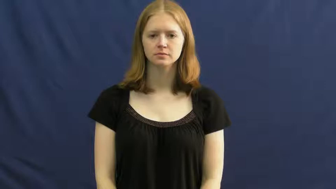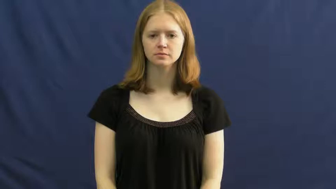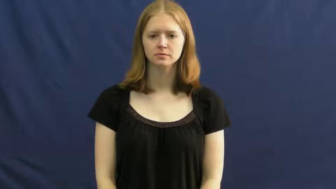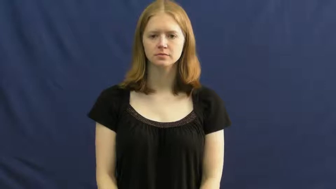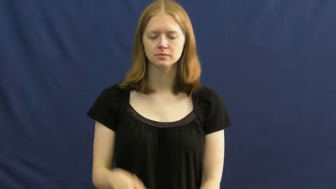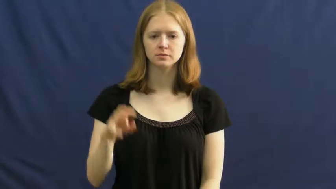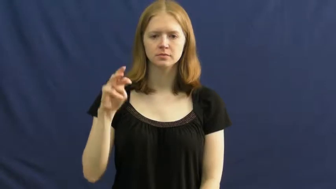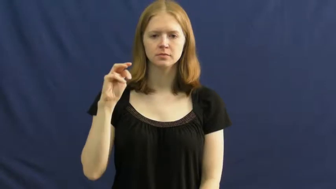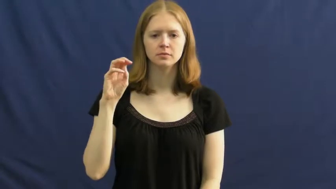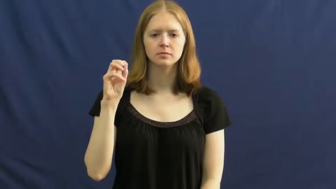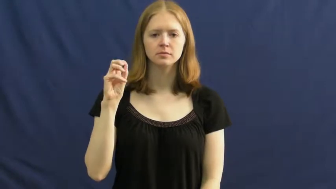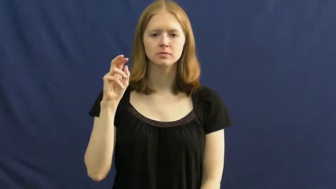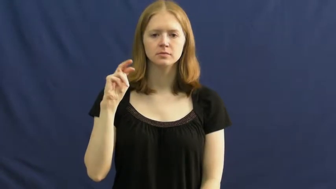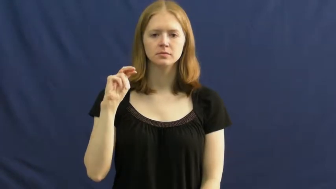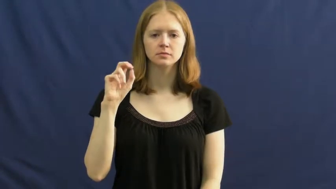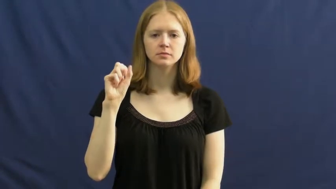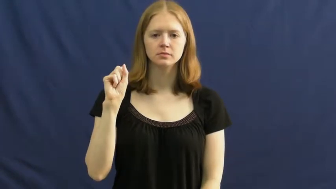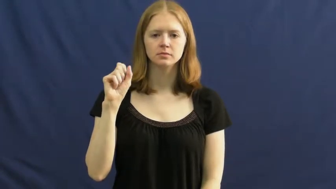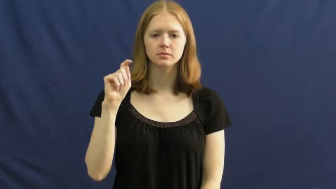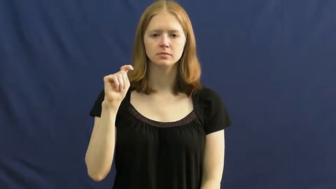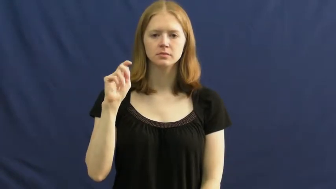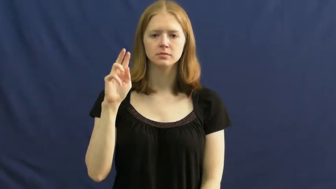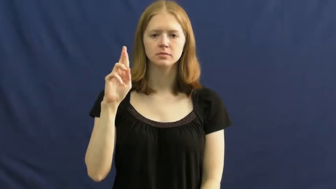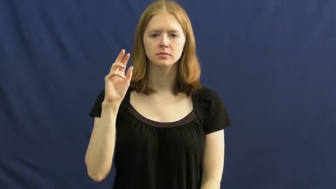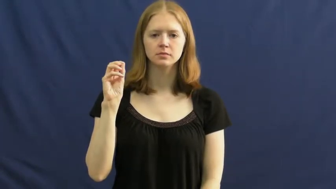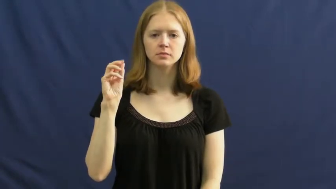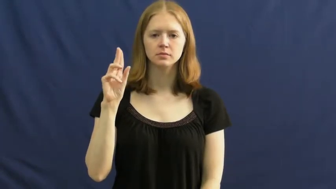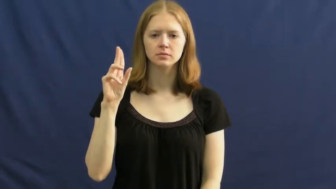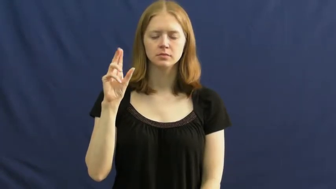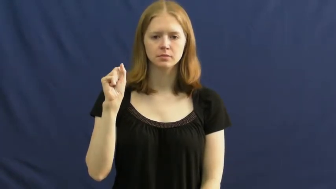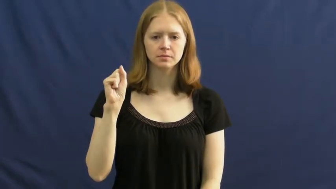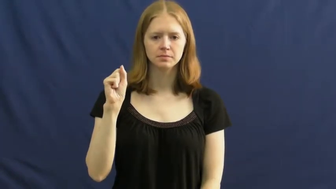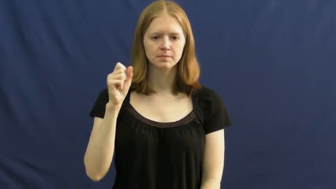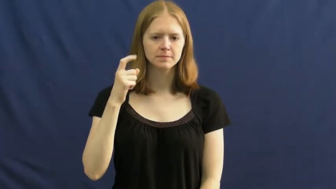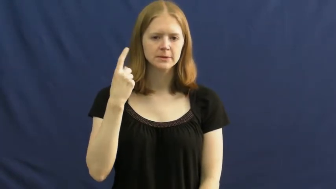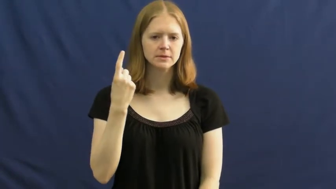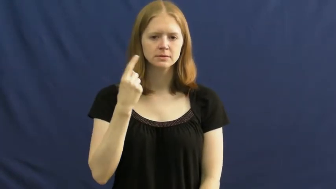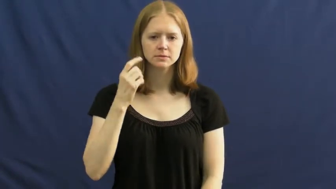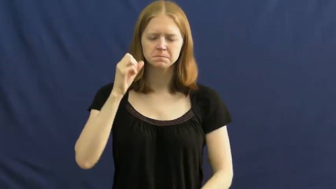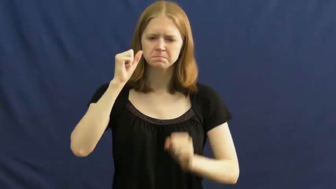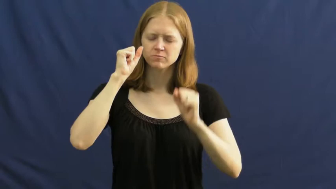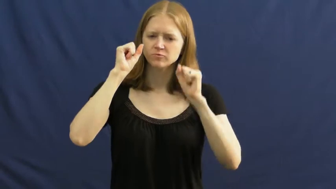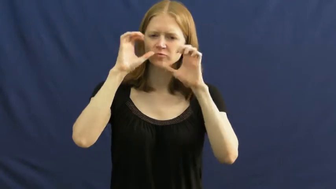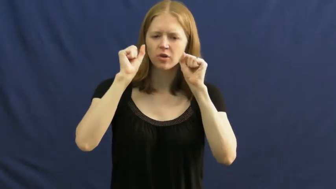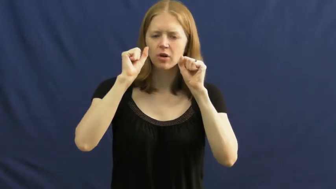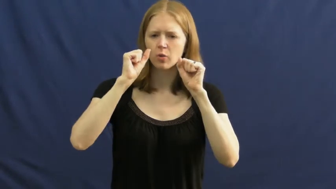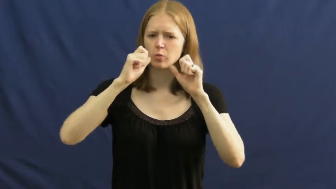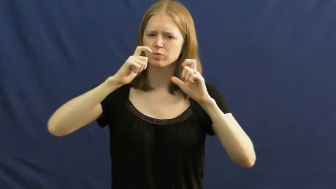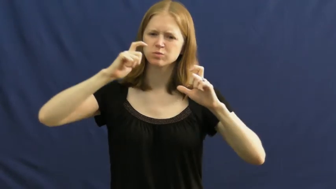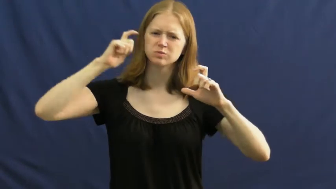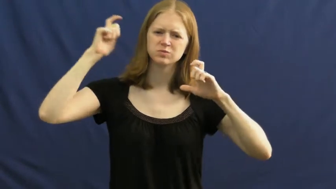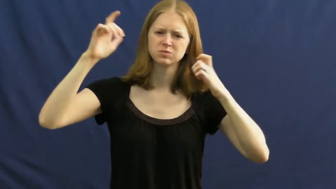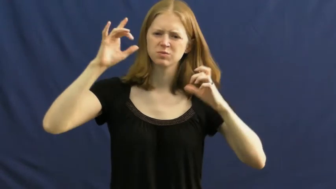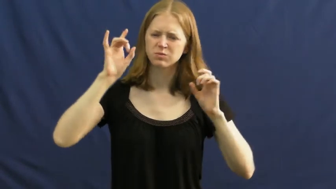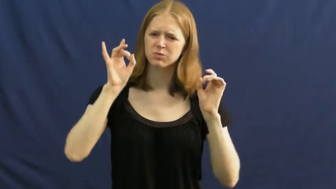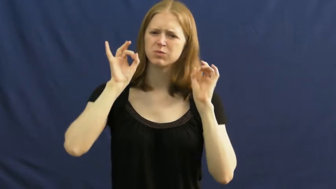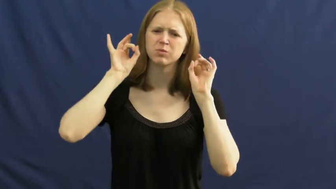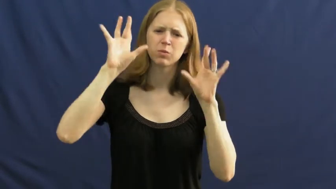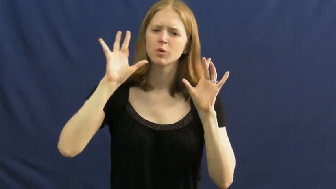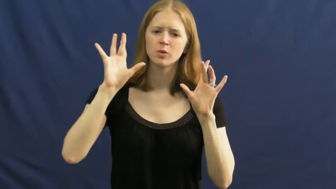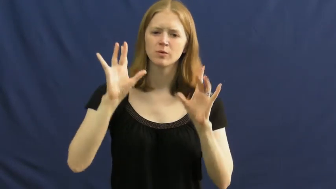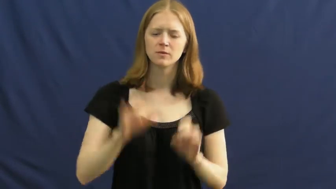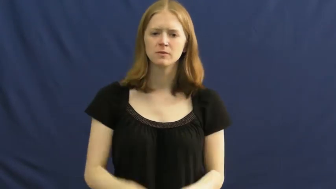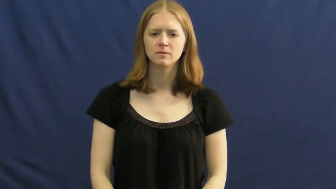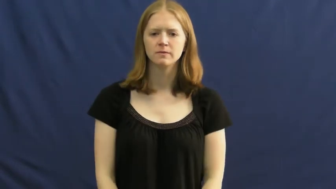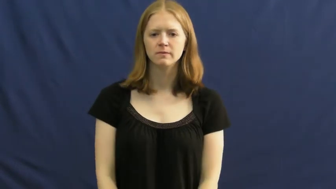monstrous